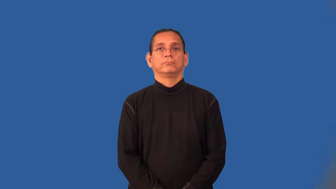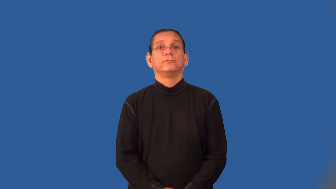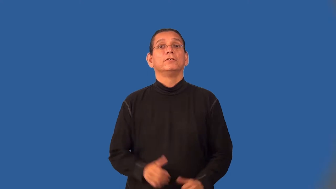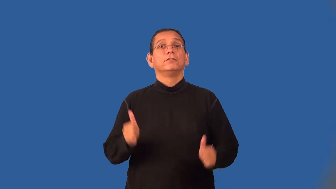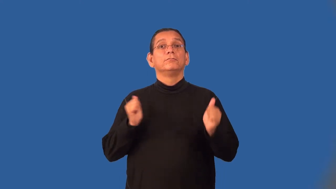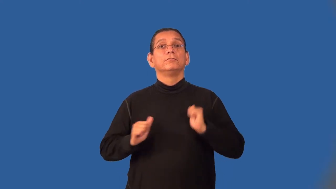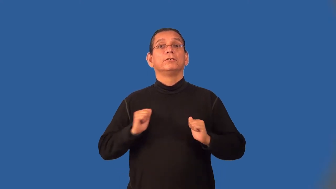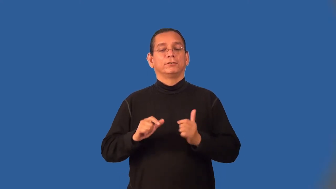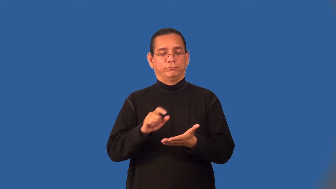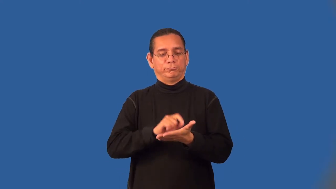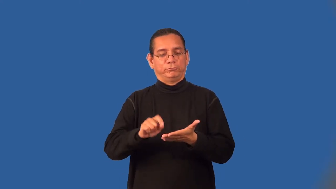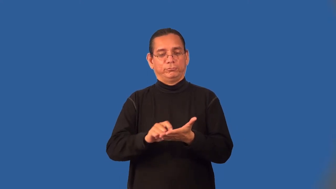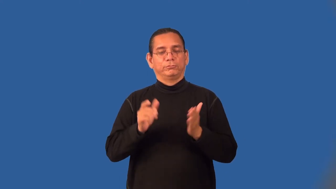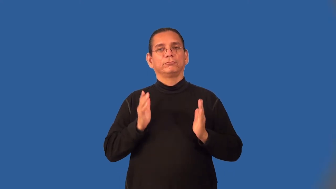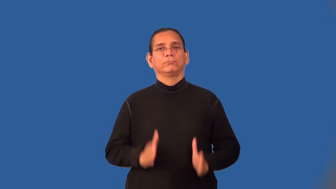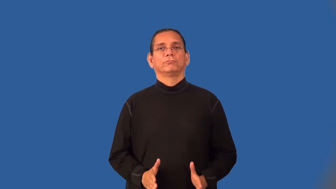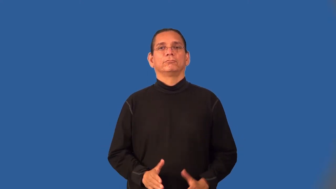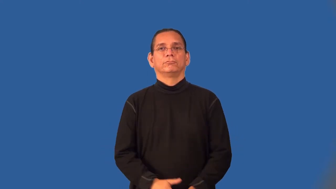dramatist